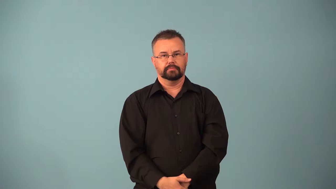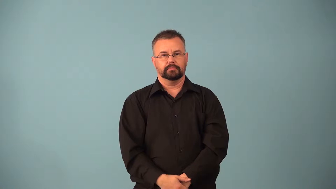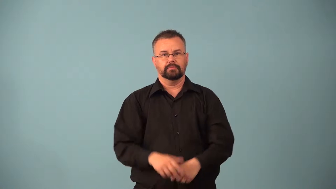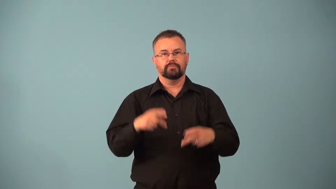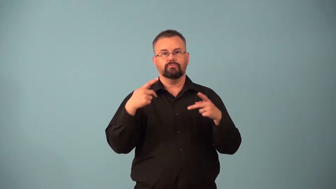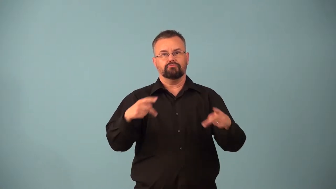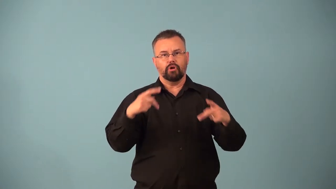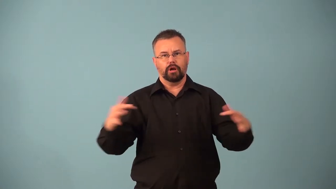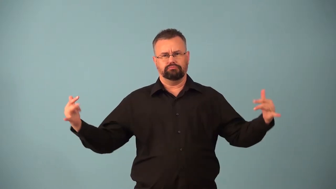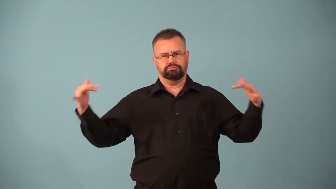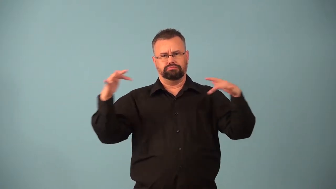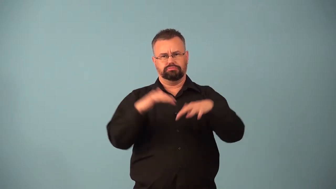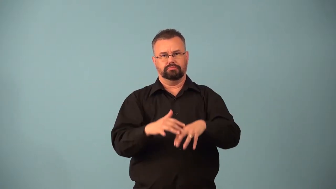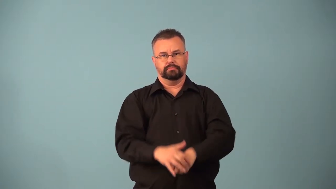bash,brawl-party